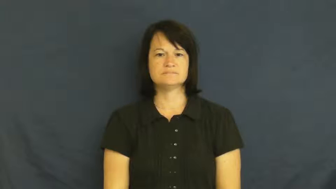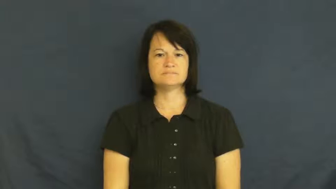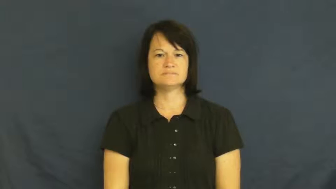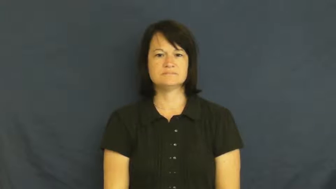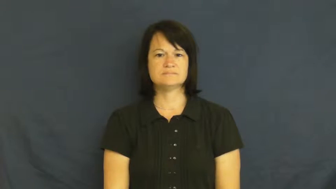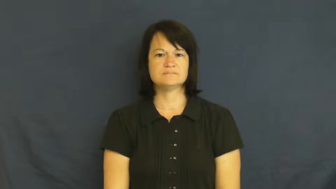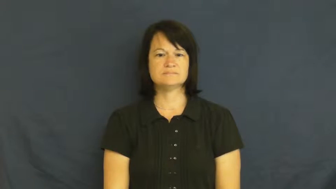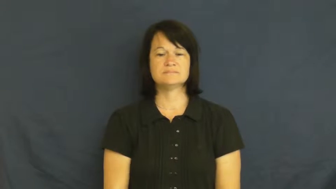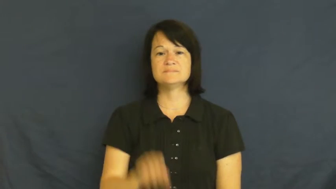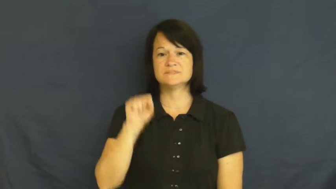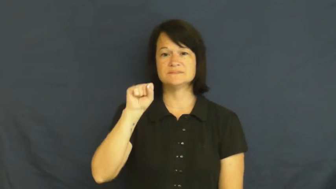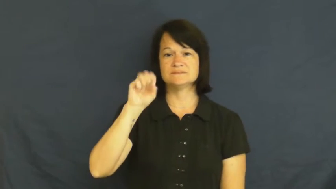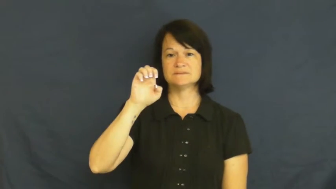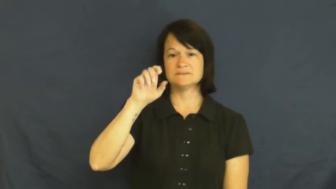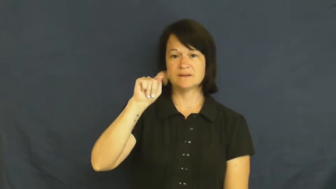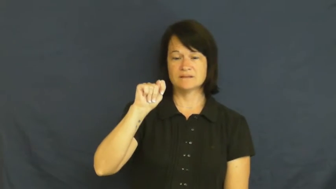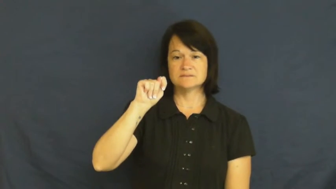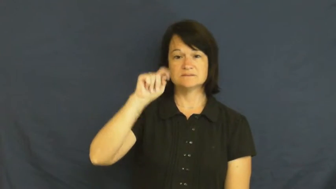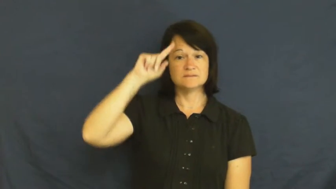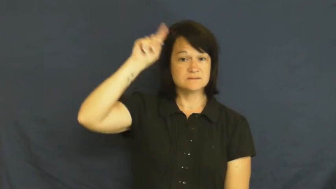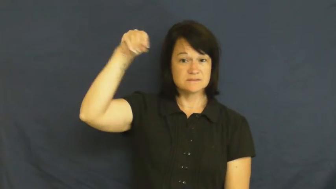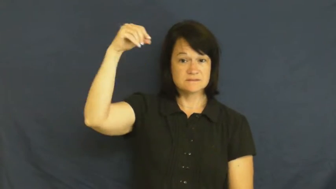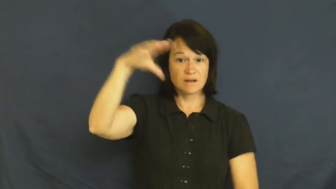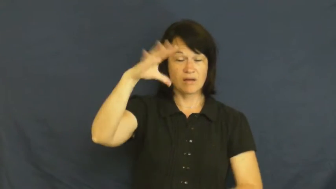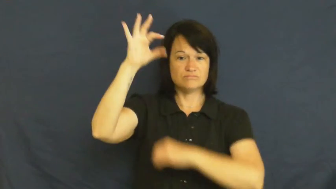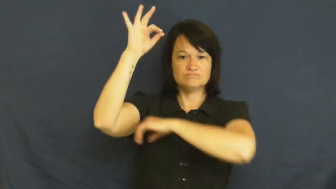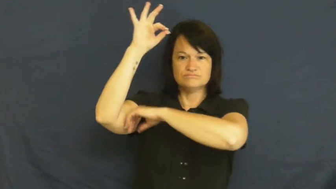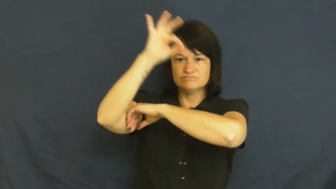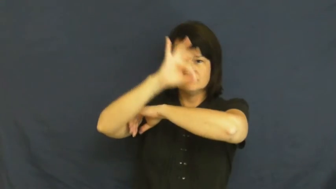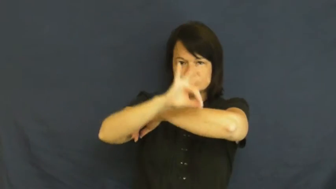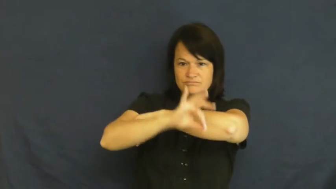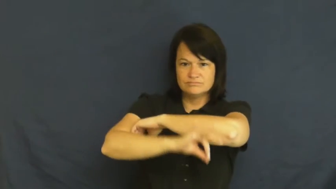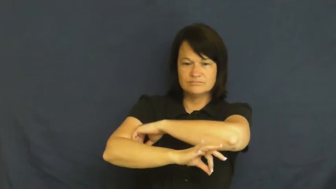set-sun